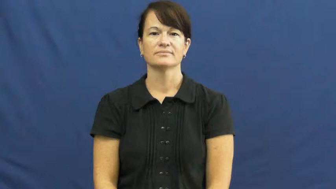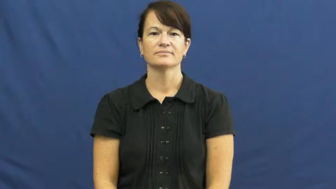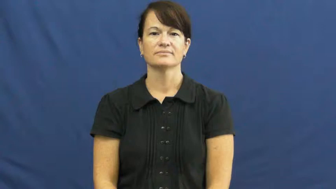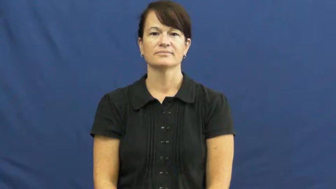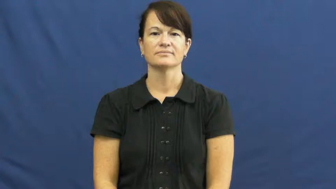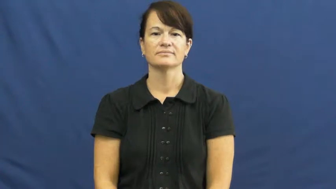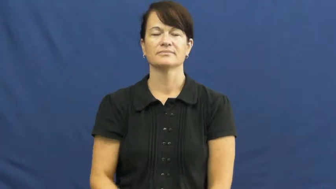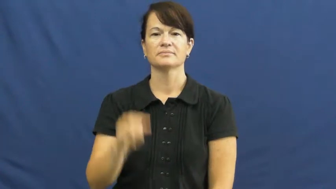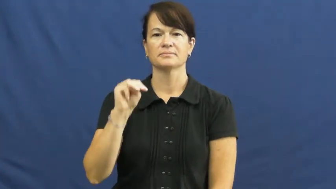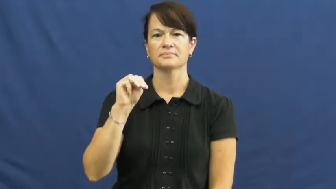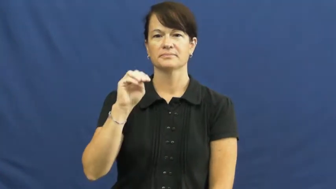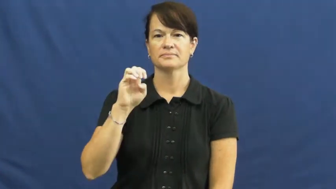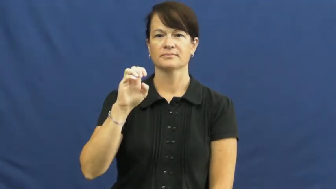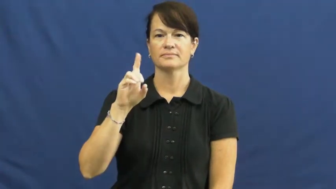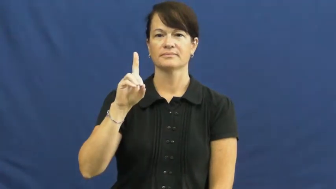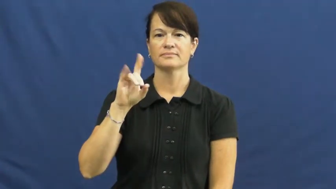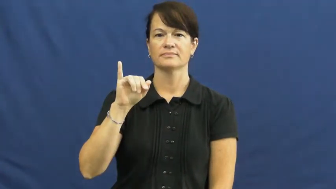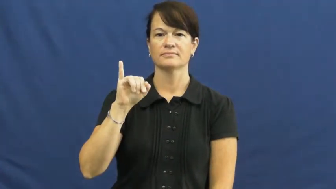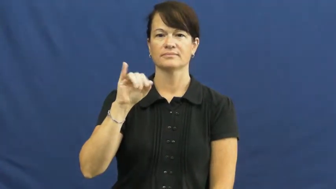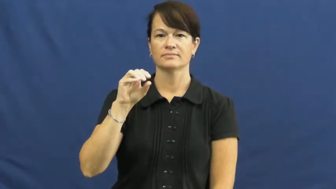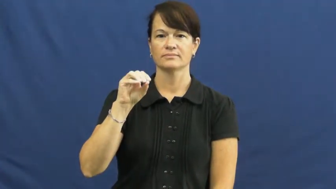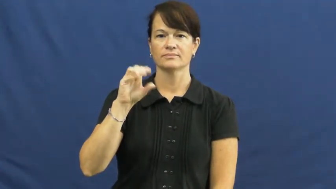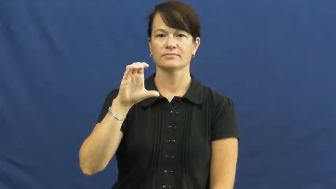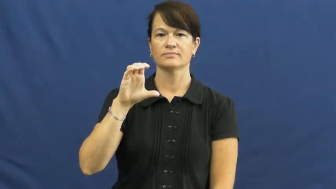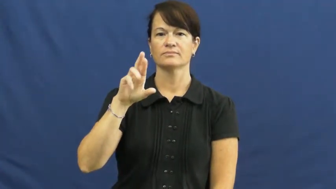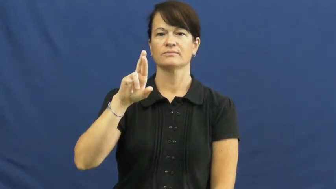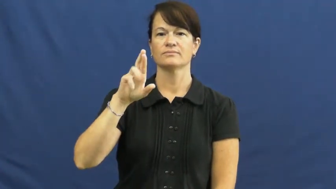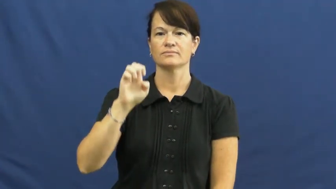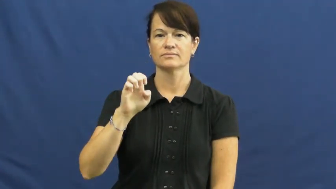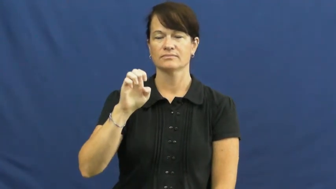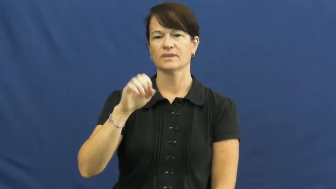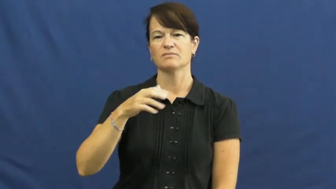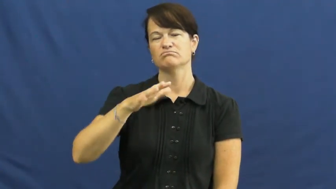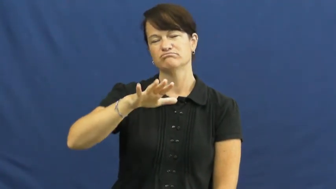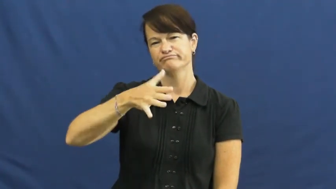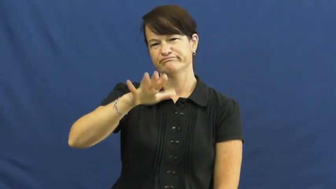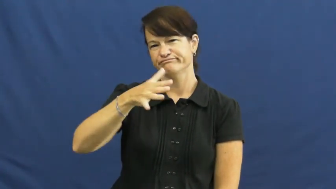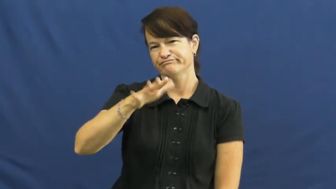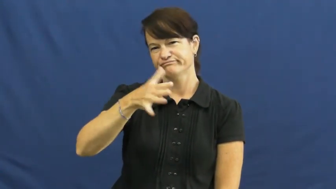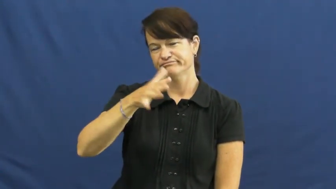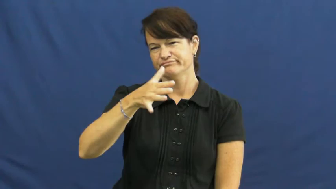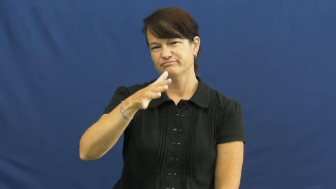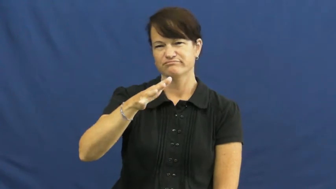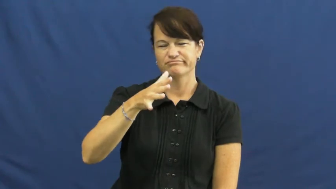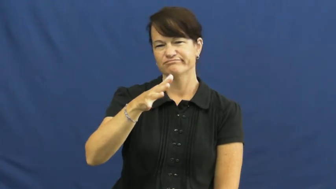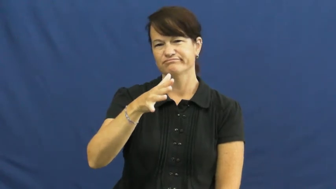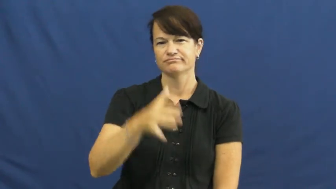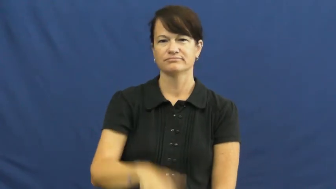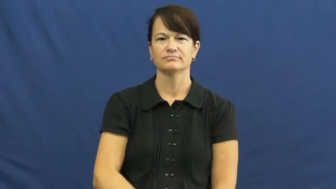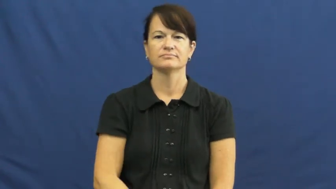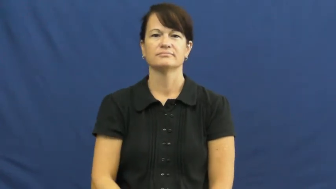mediocre